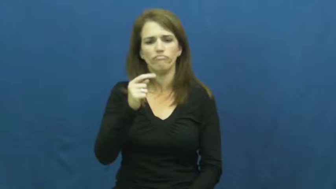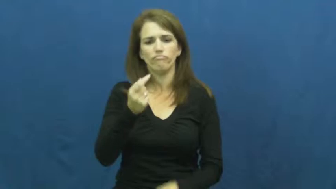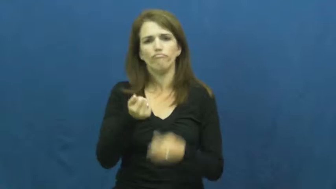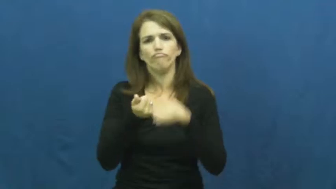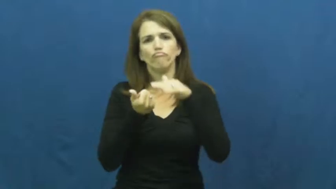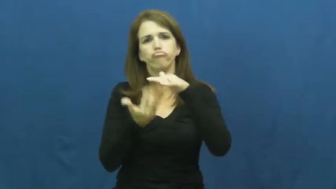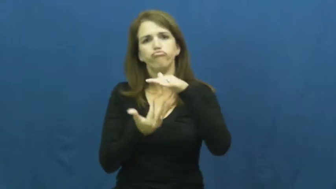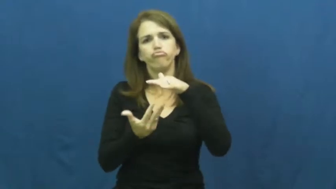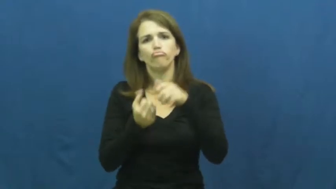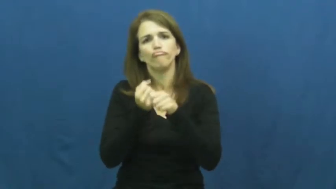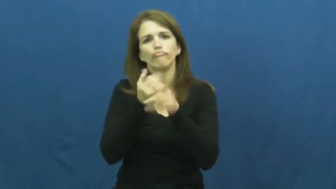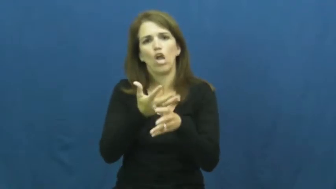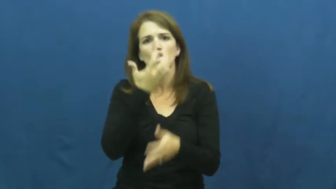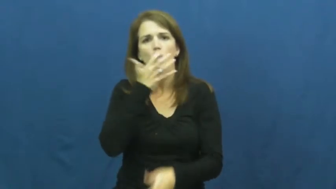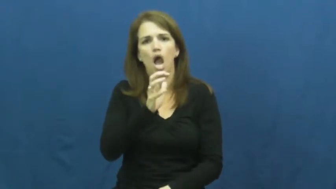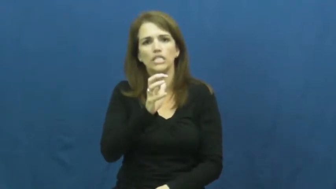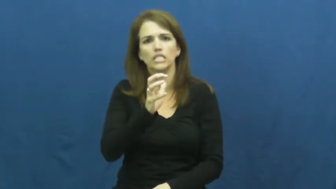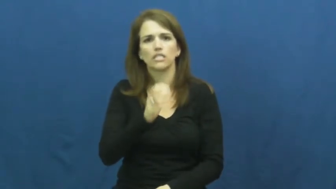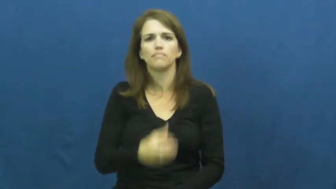heat,warm